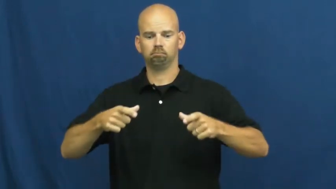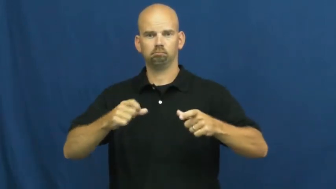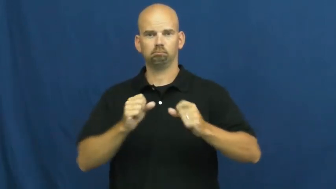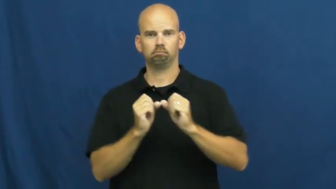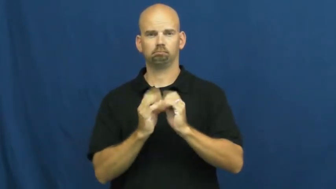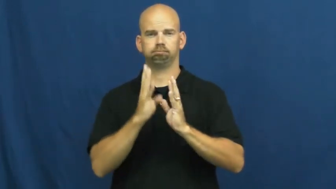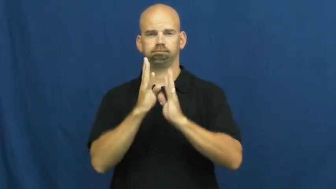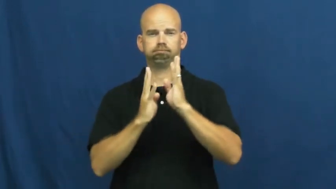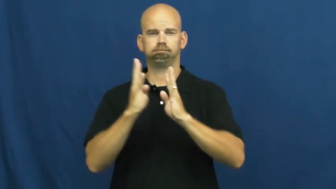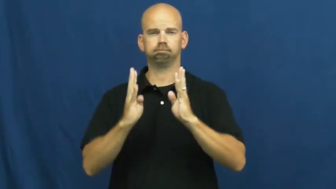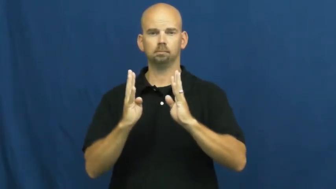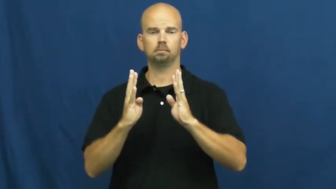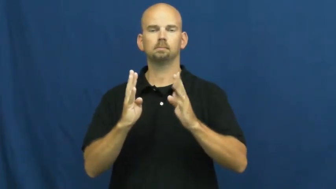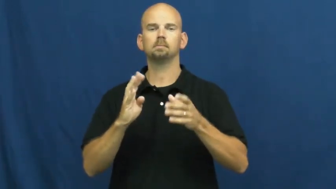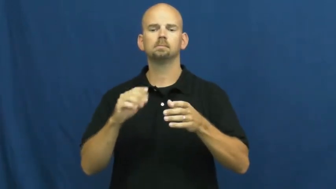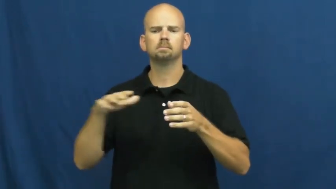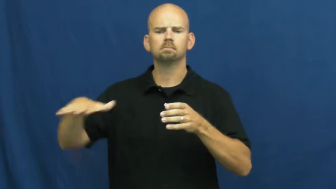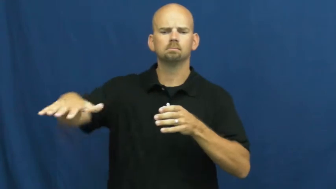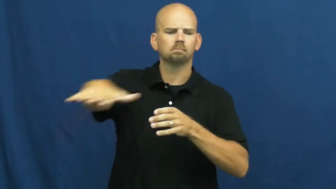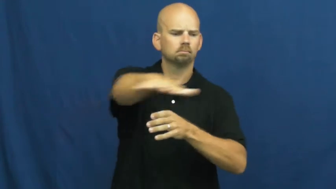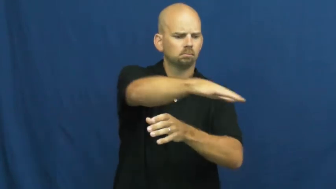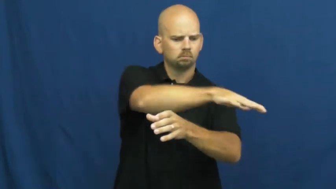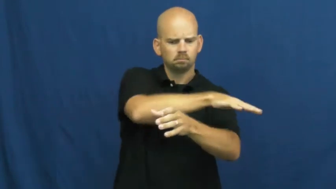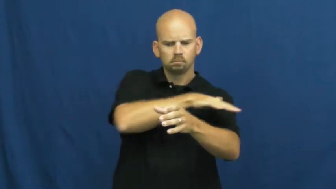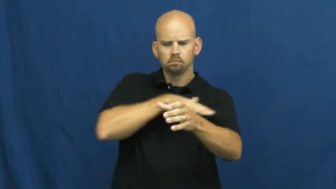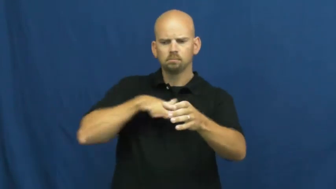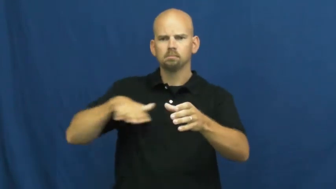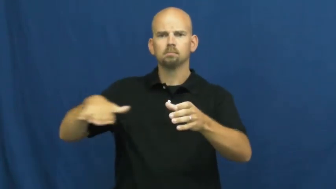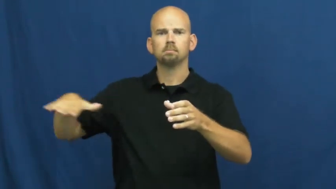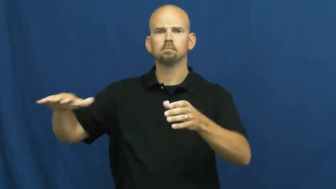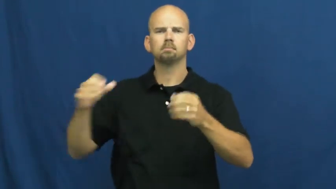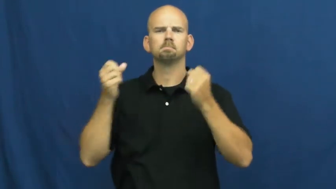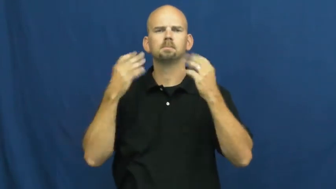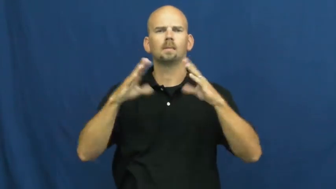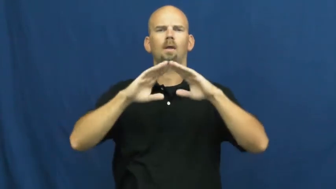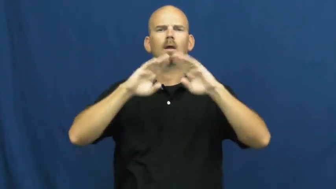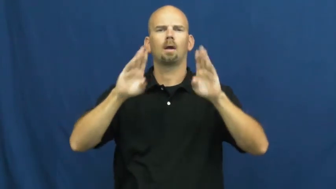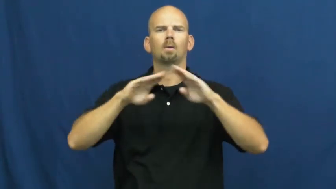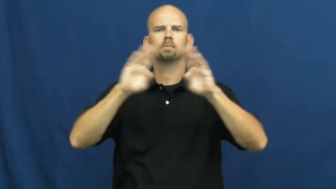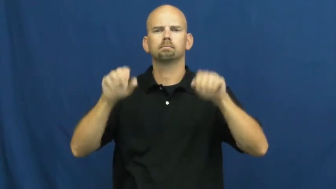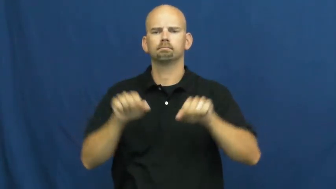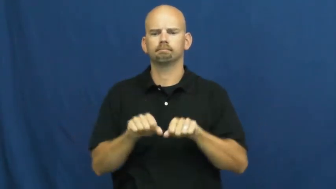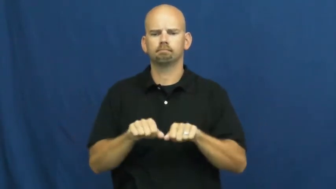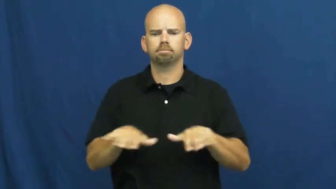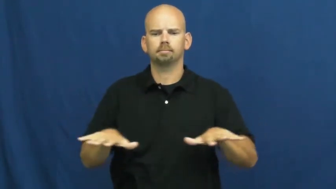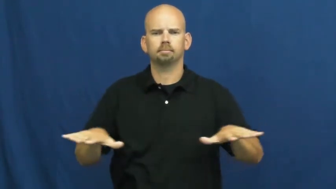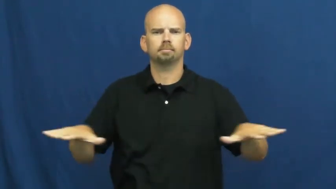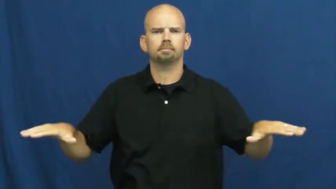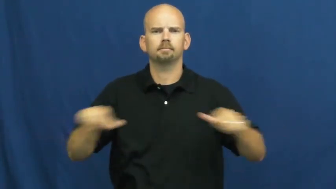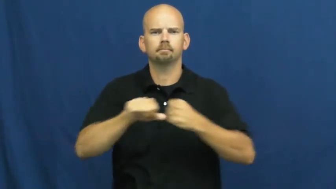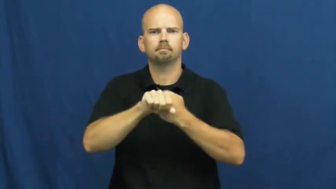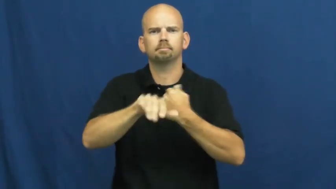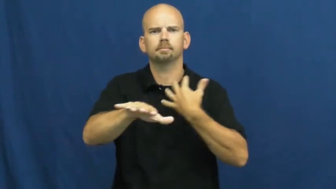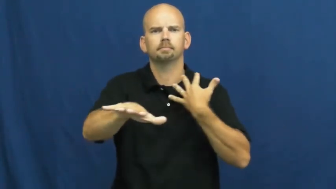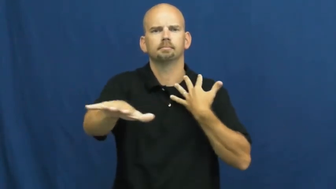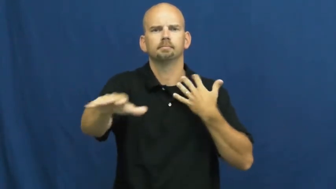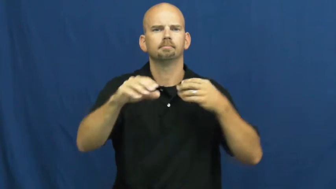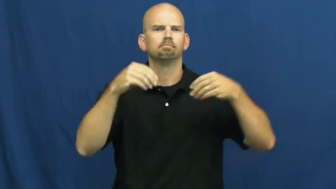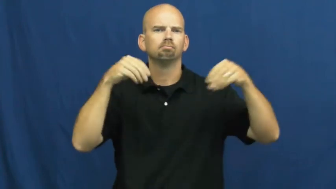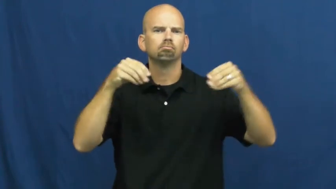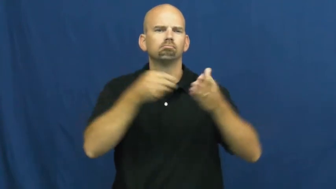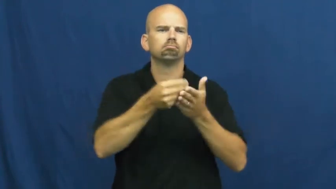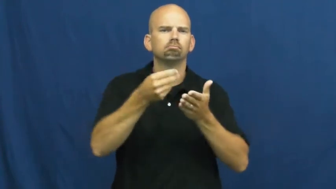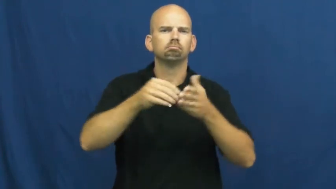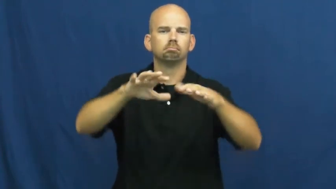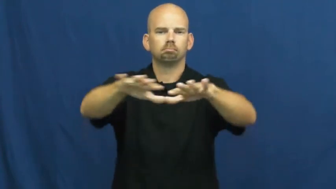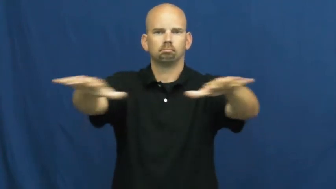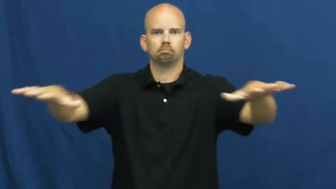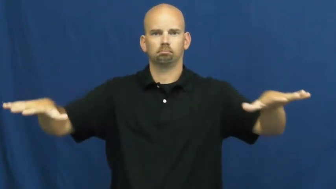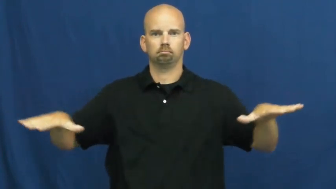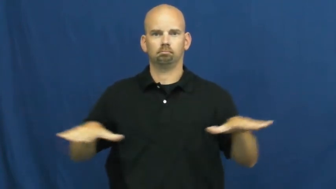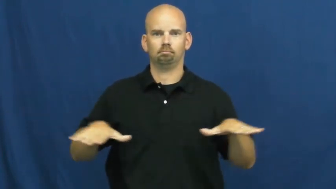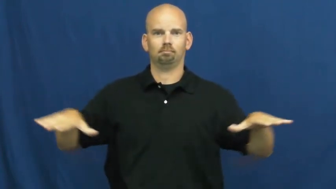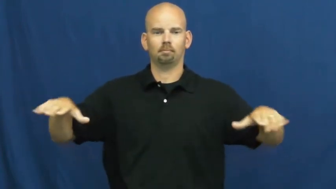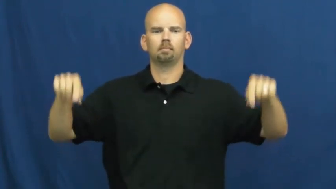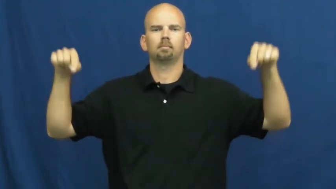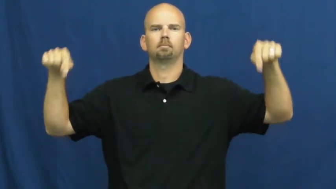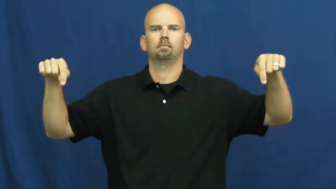suburb